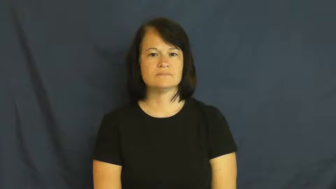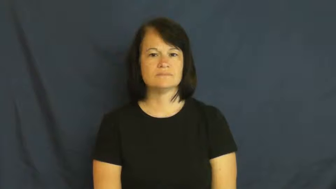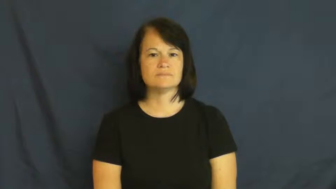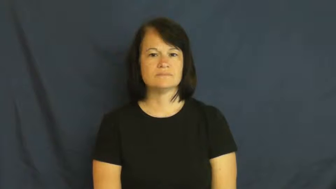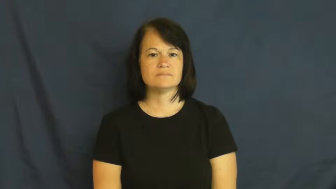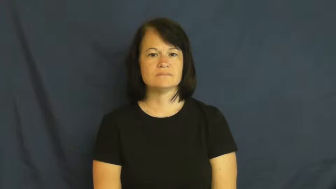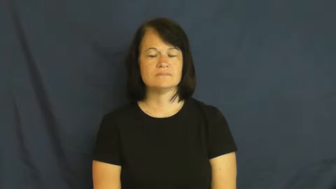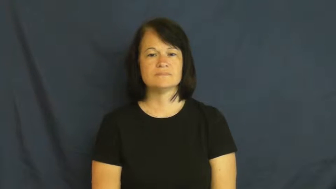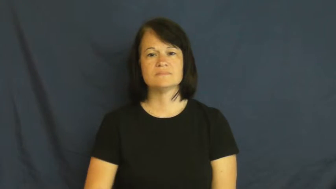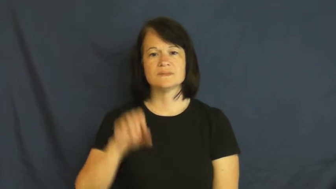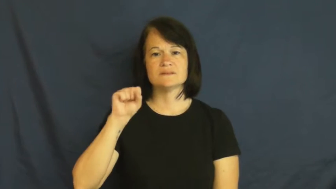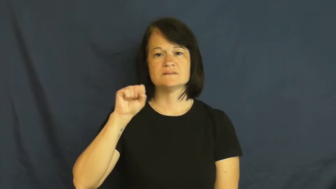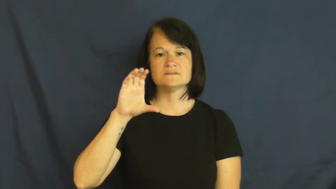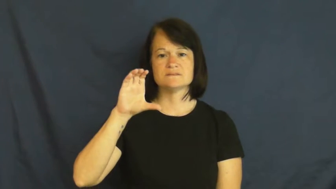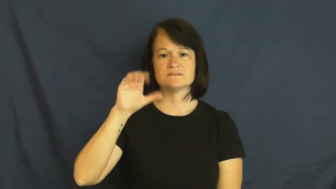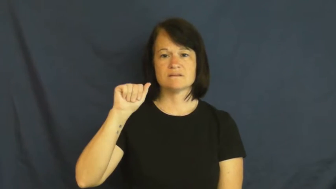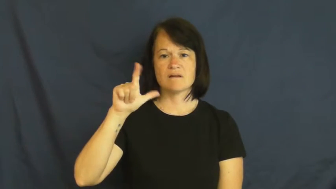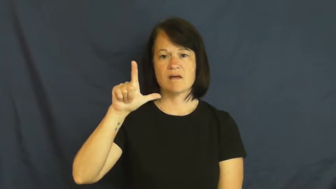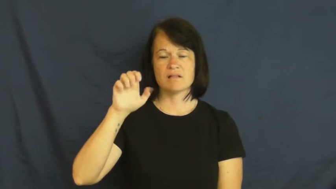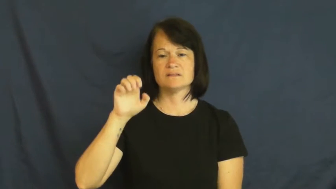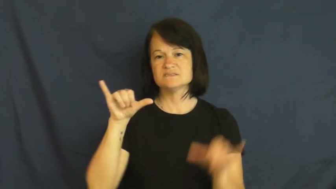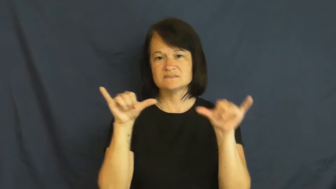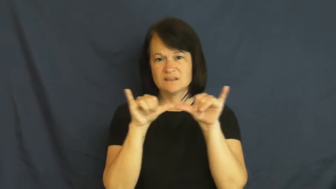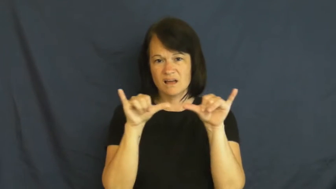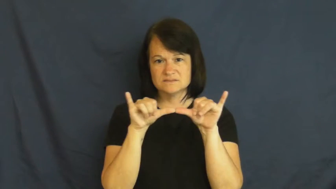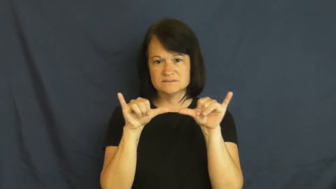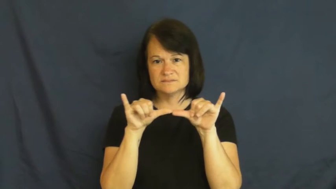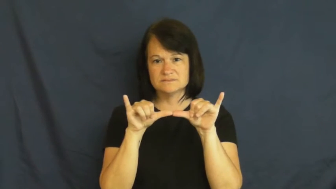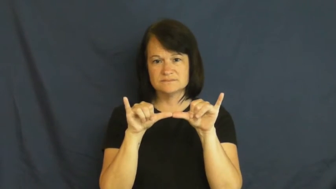scale-size